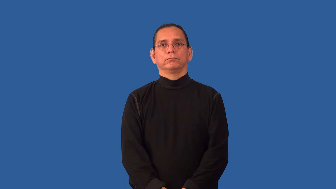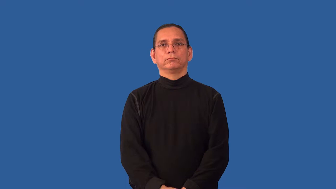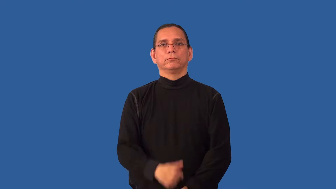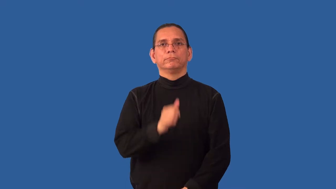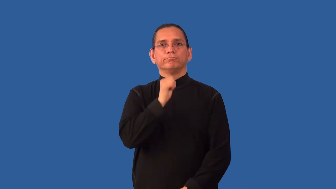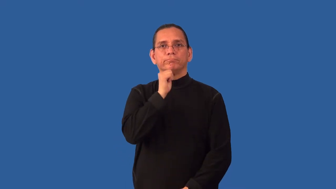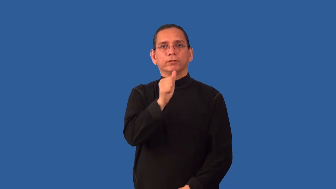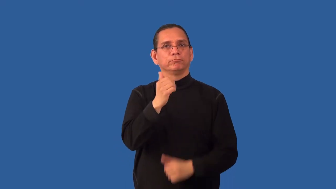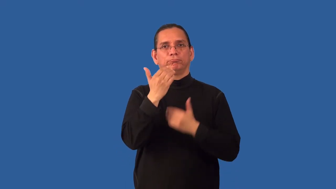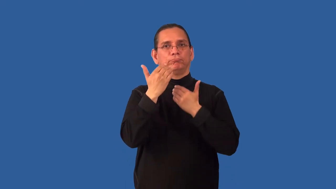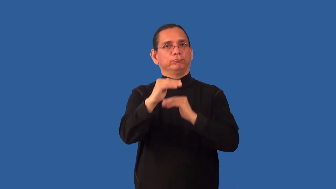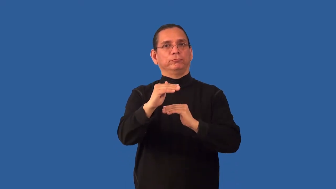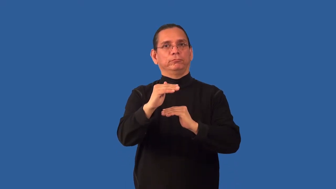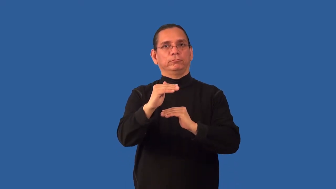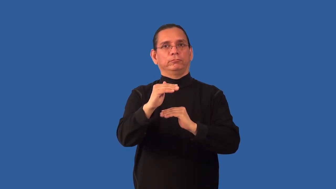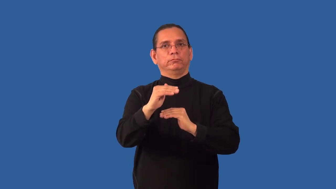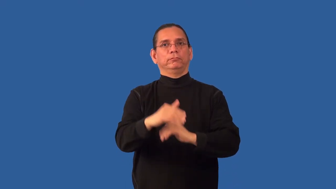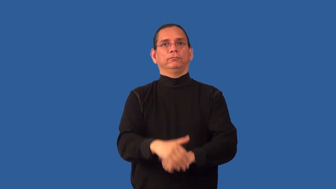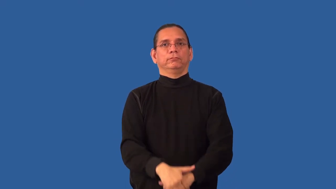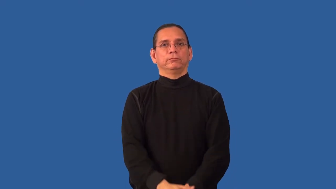nonproprietary,nonrestrictive